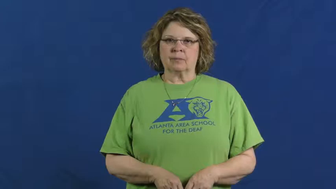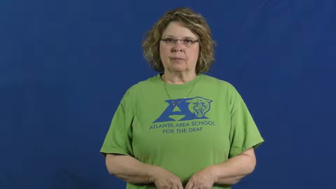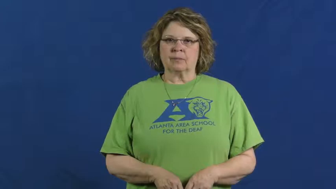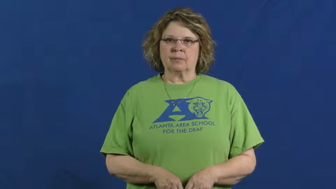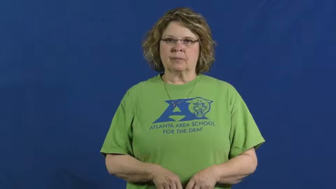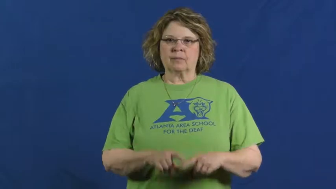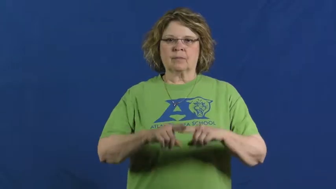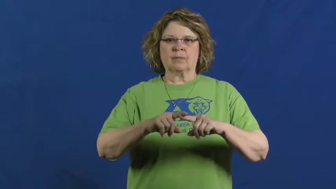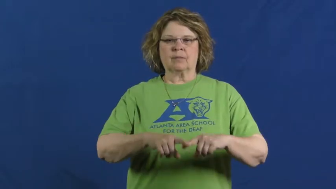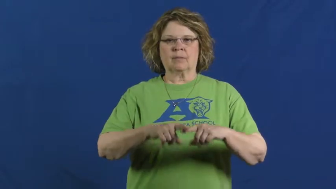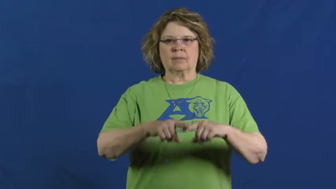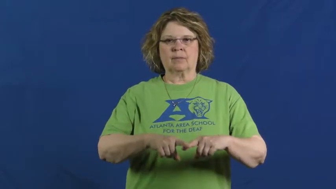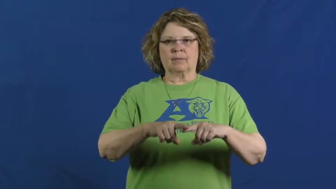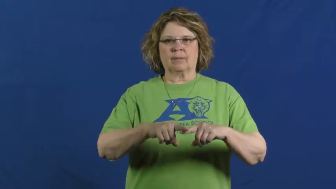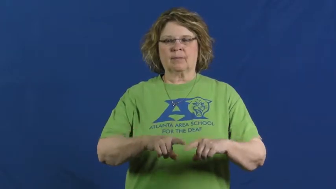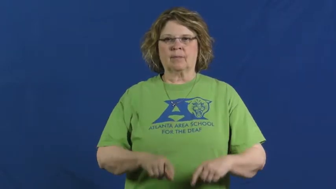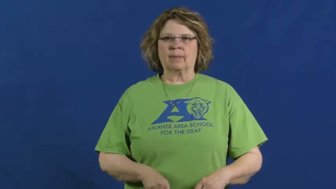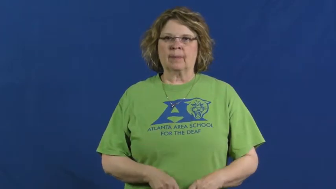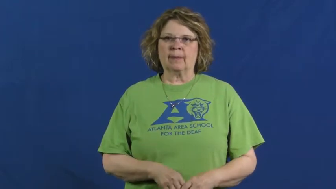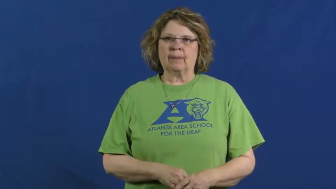hinge on,hinge upon